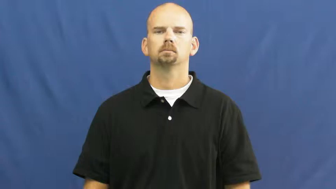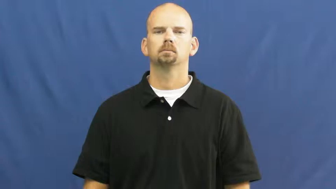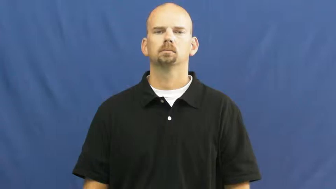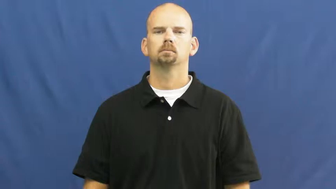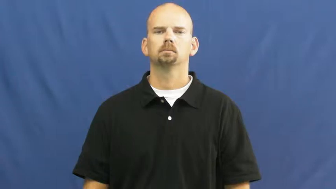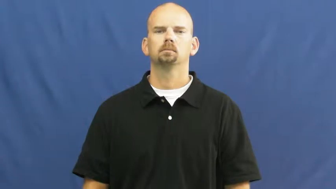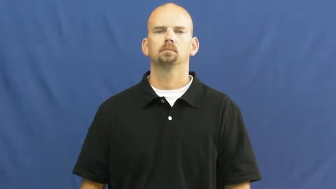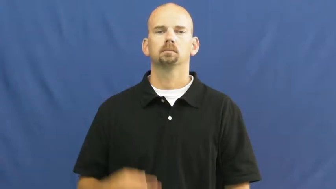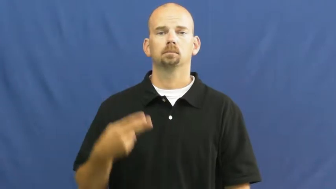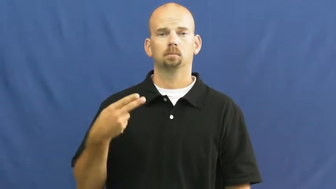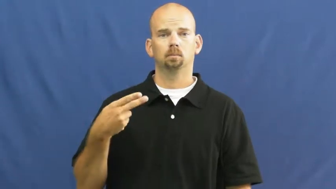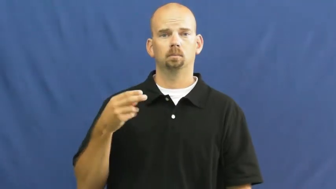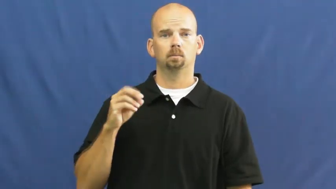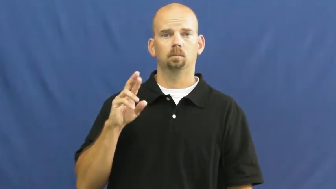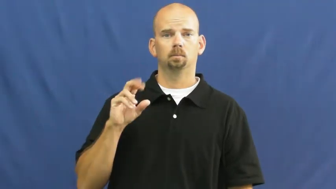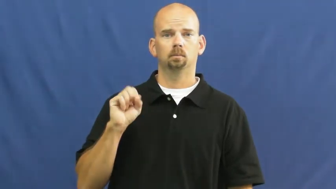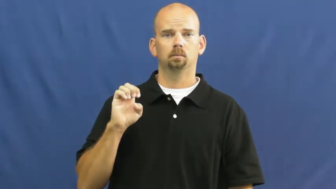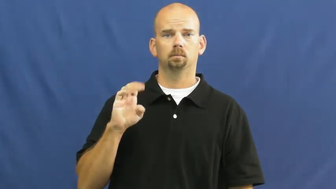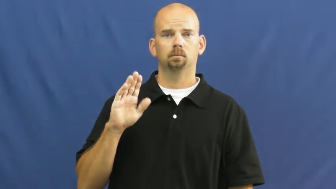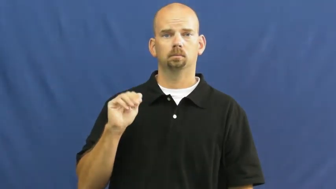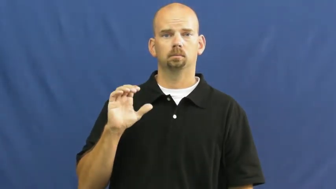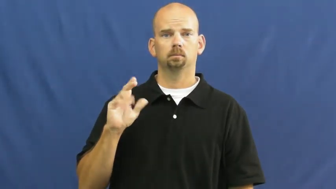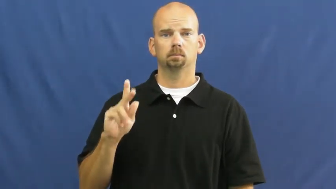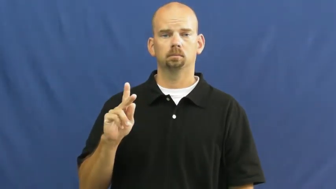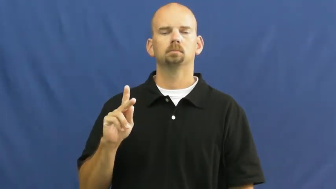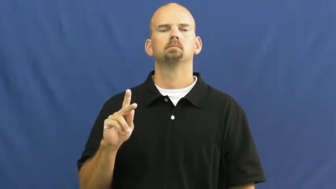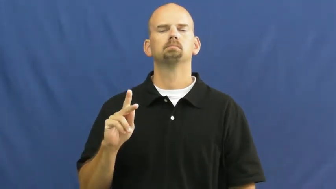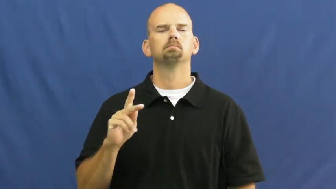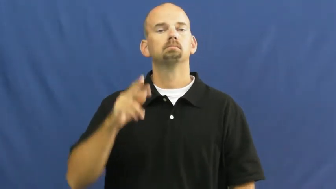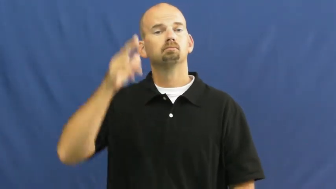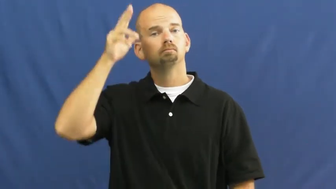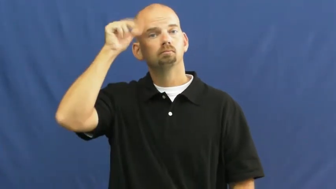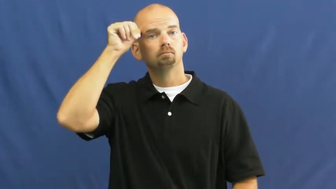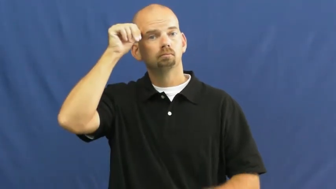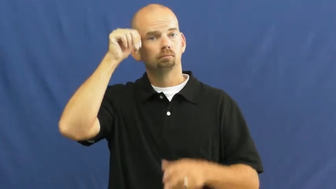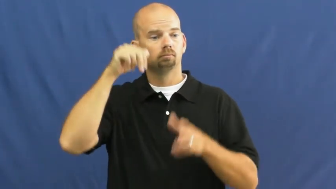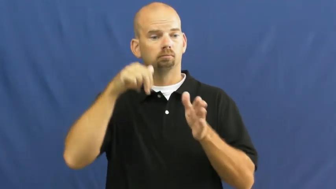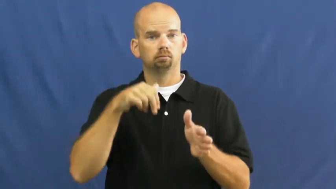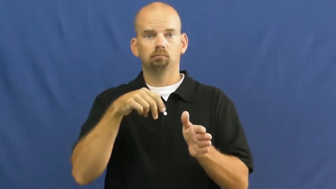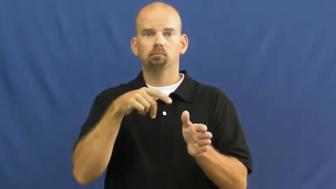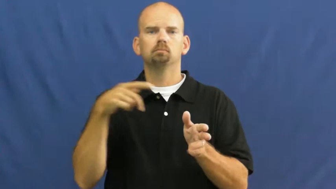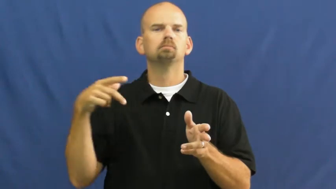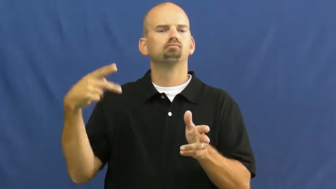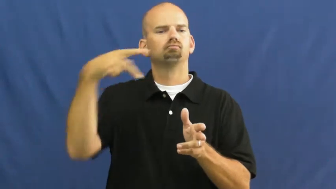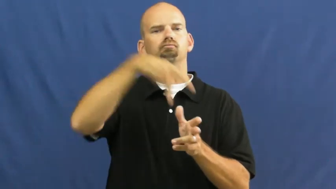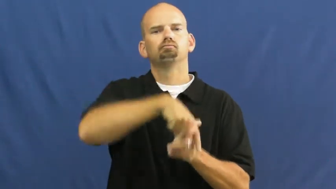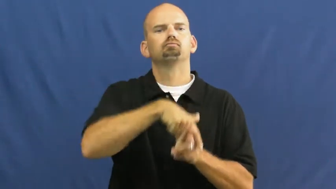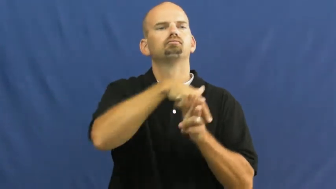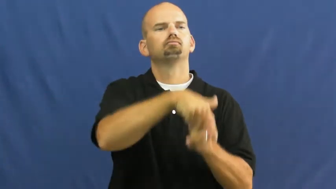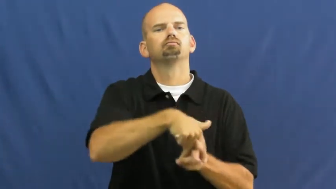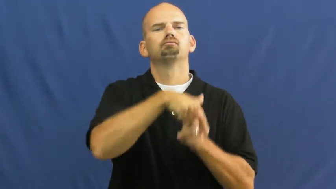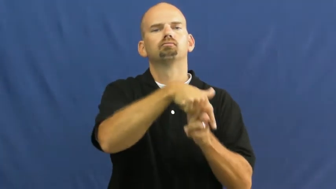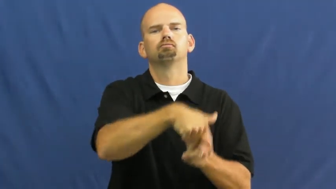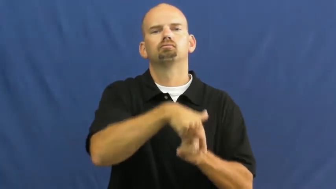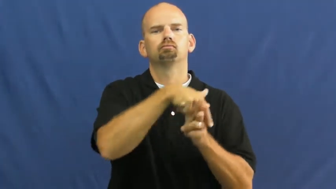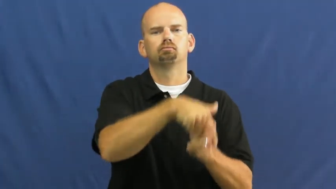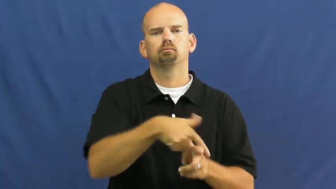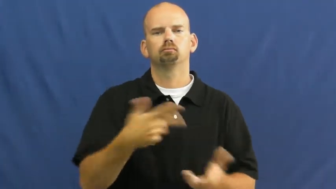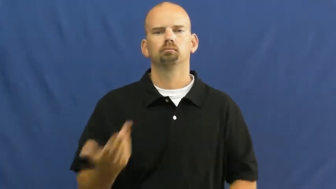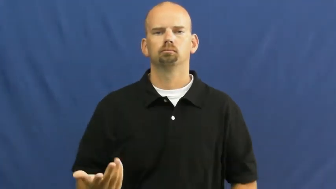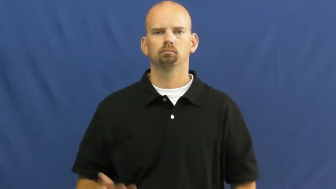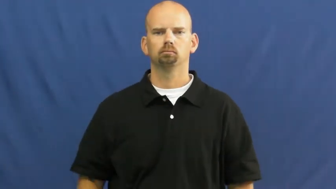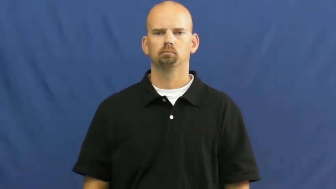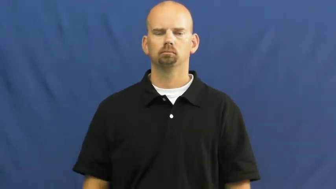horseback